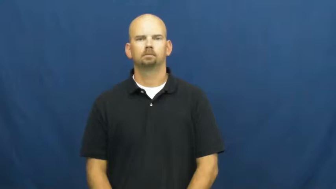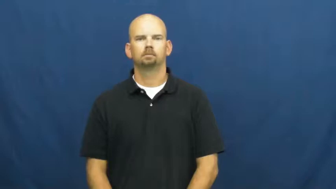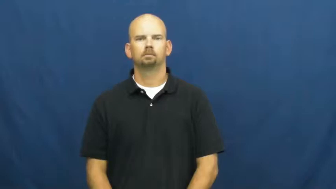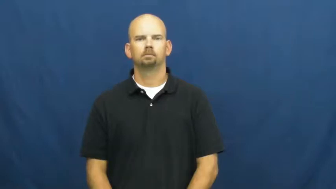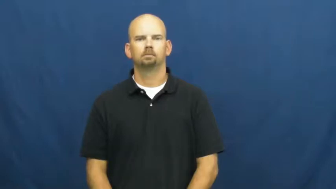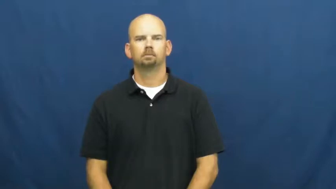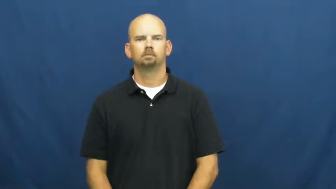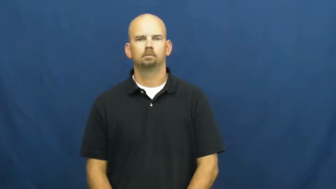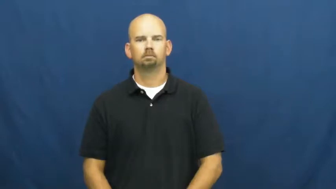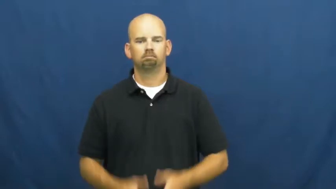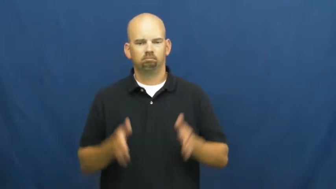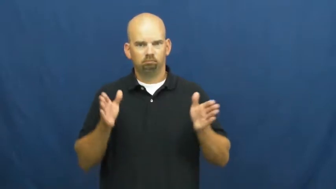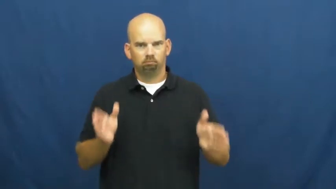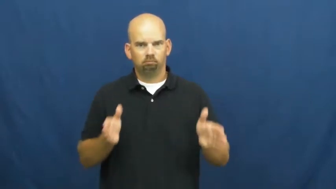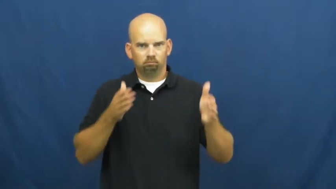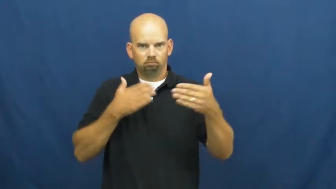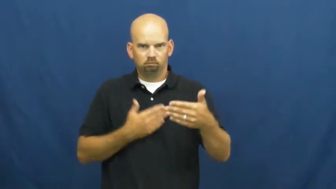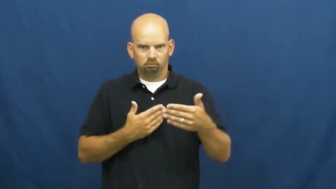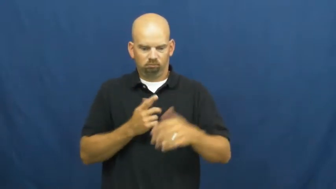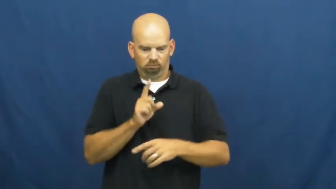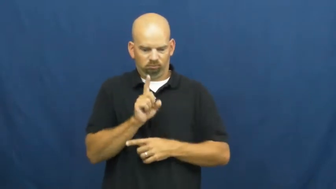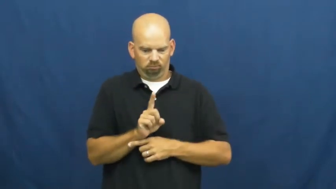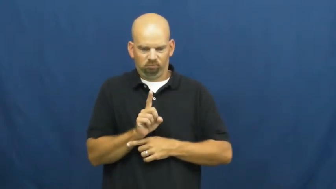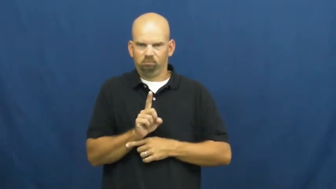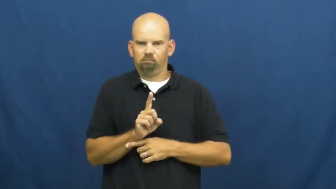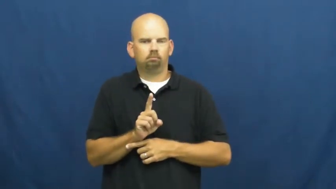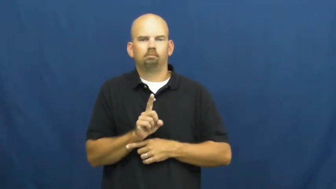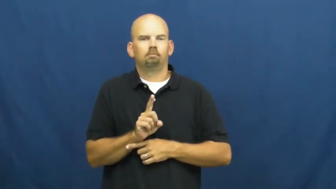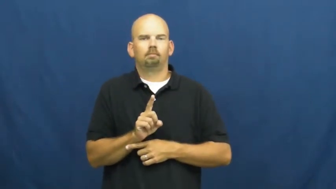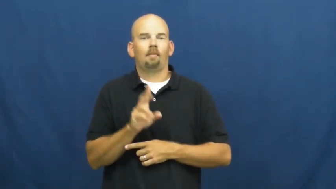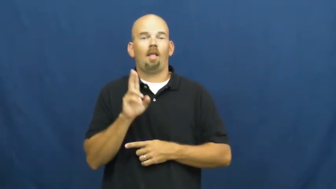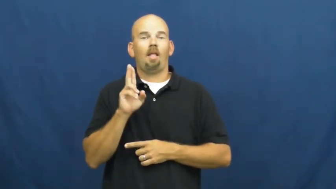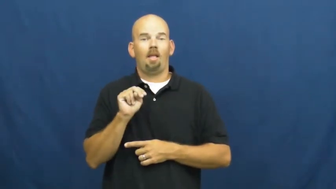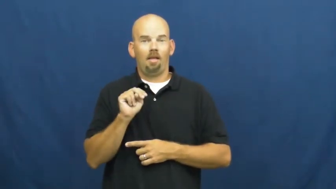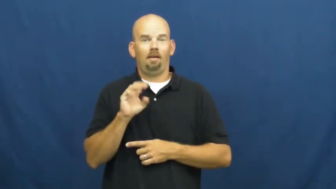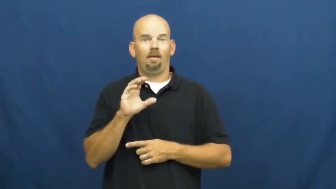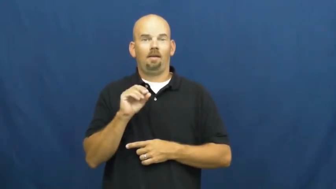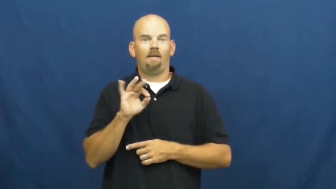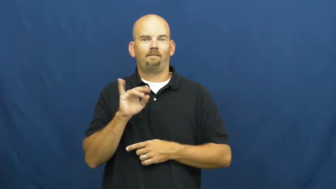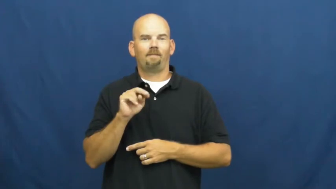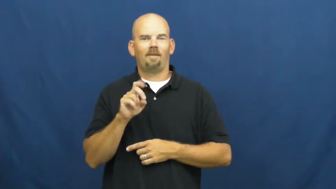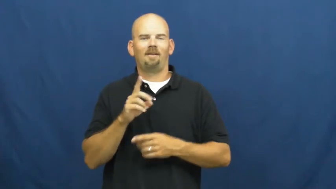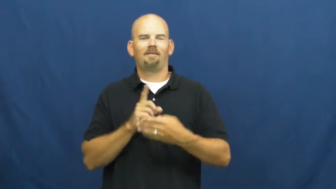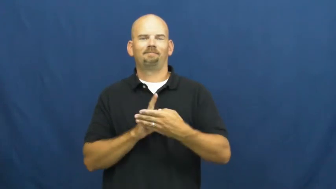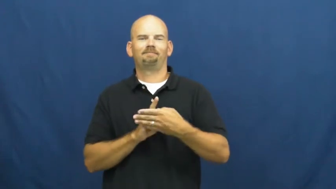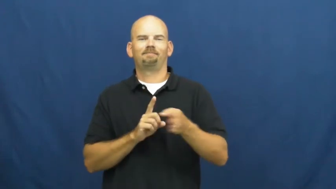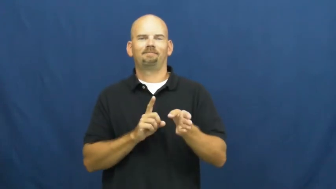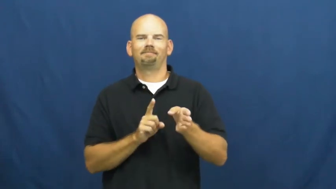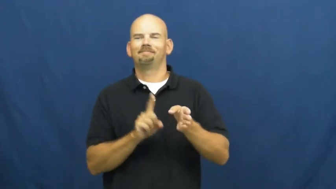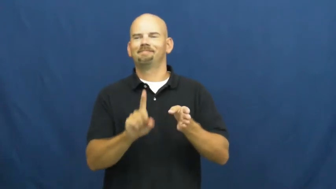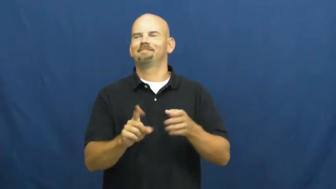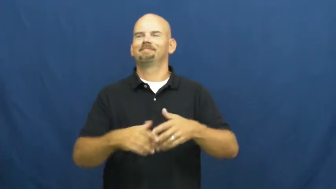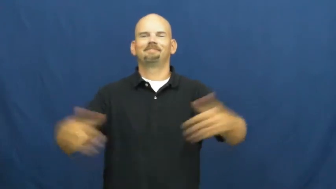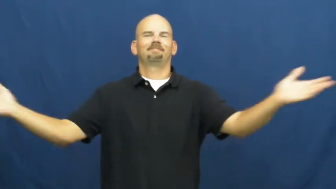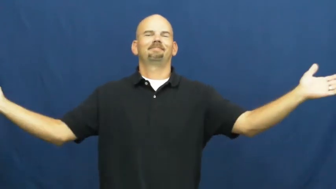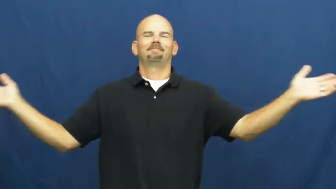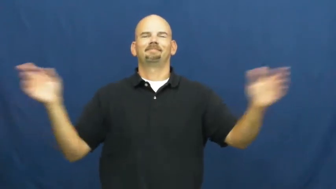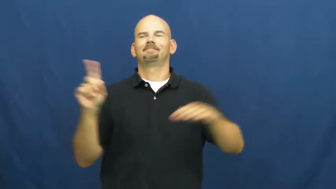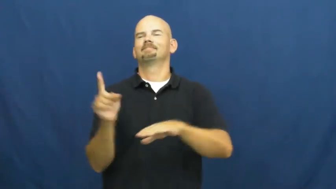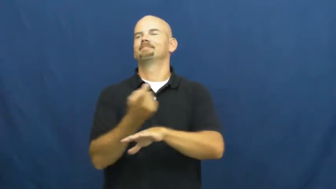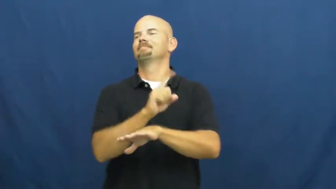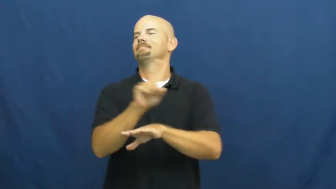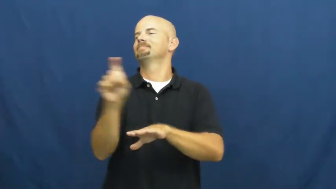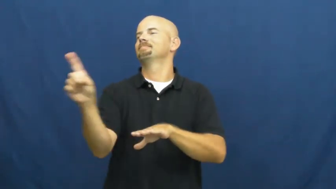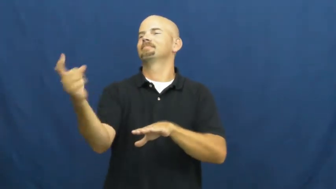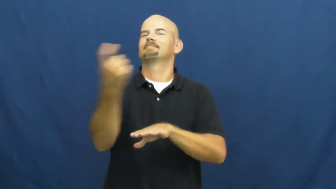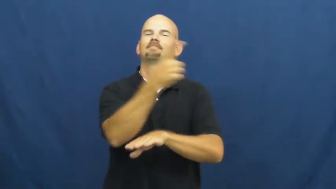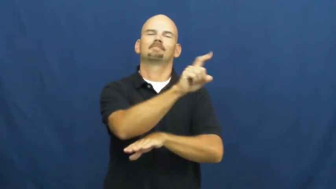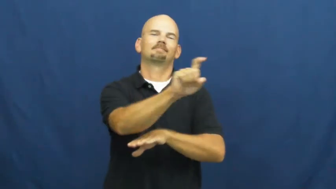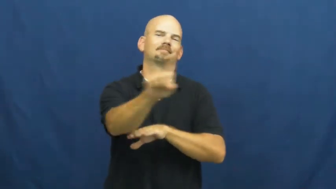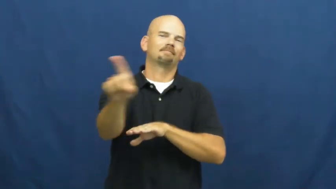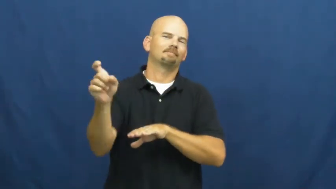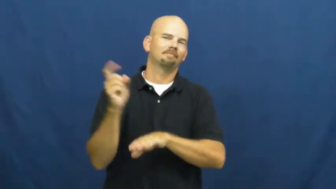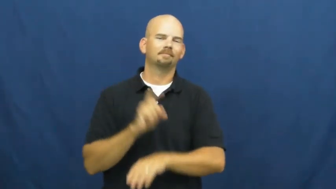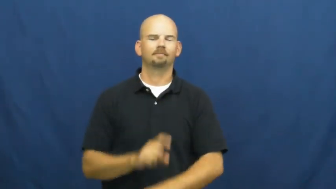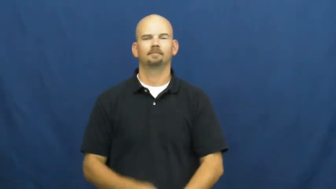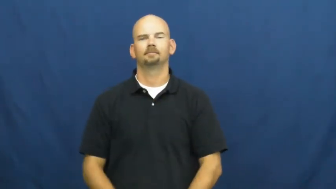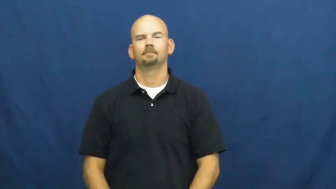unconfined